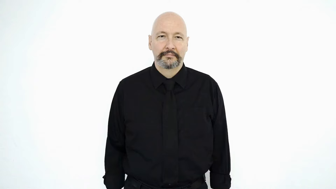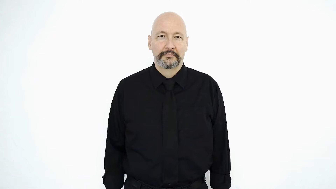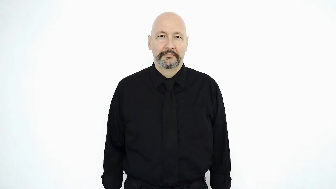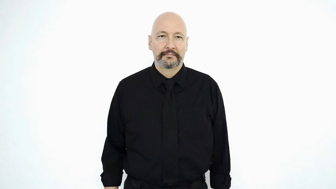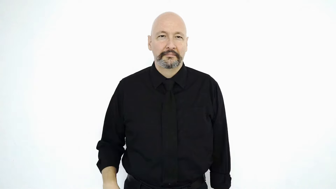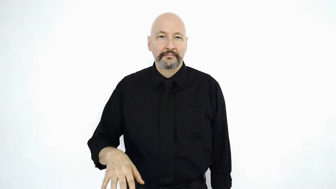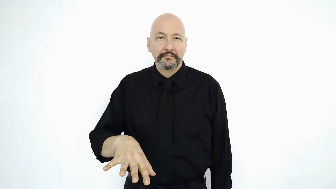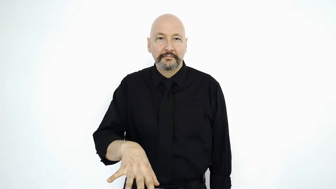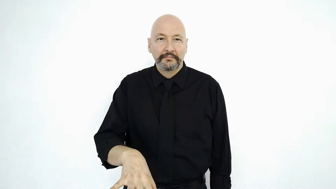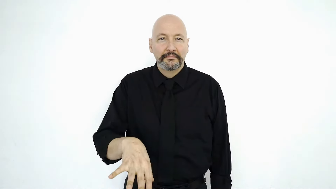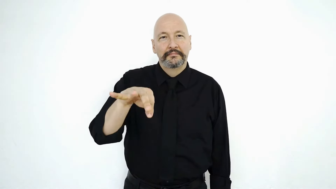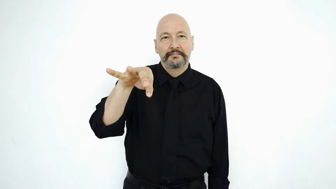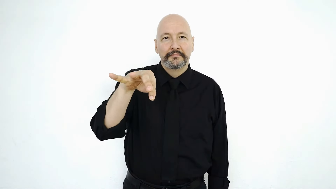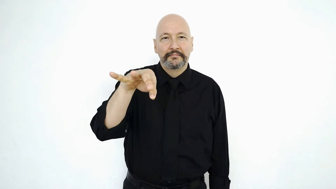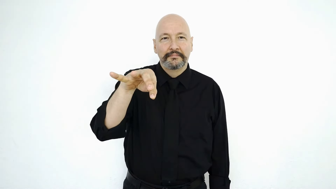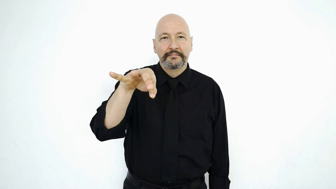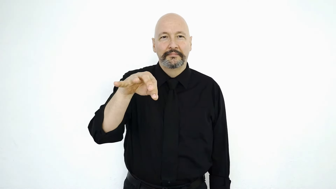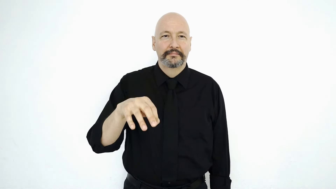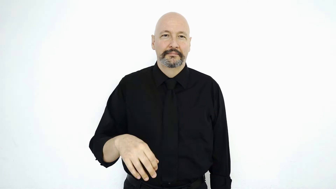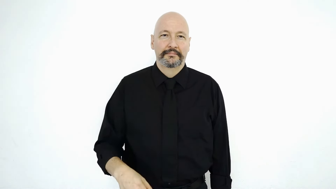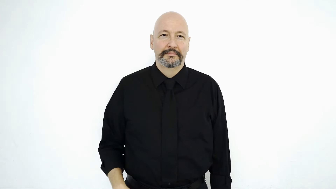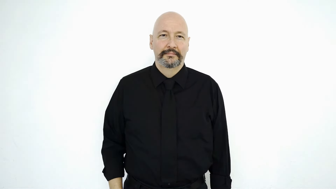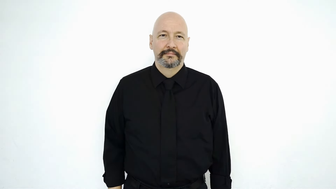FIND